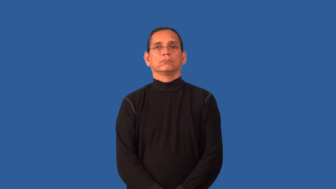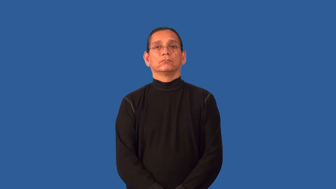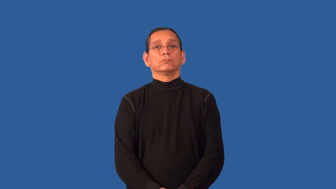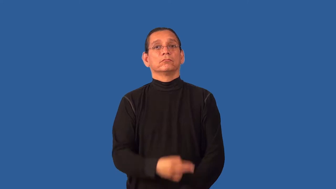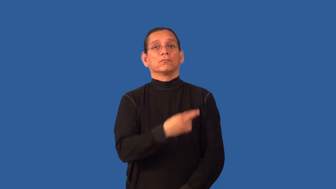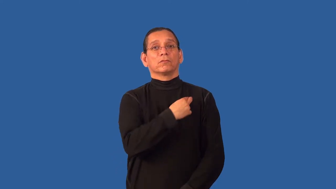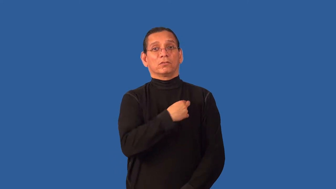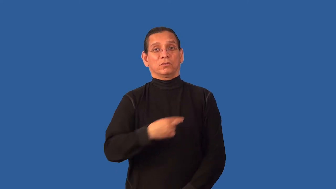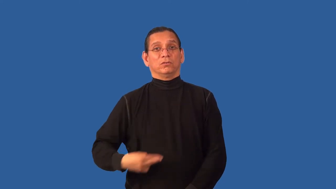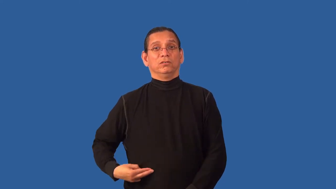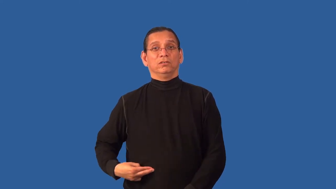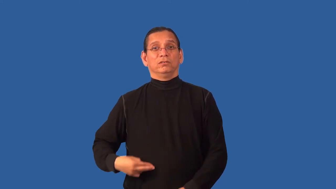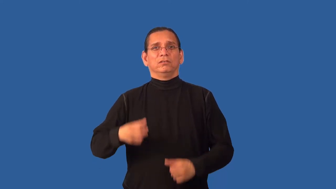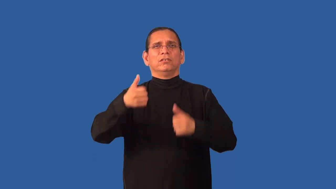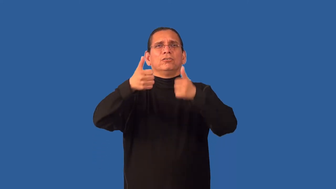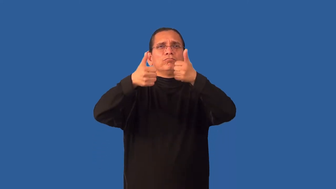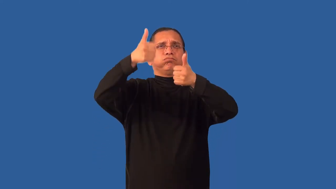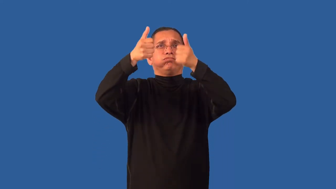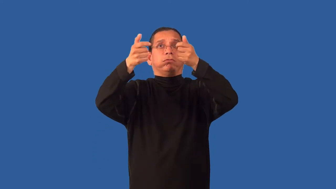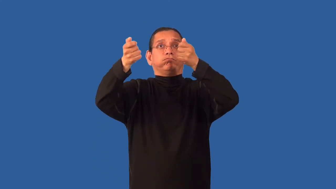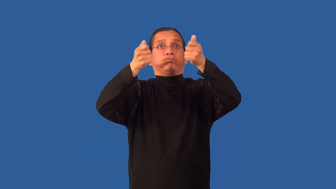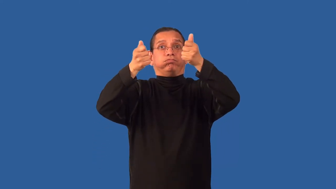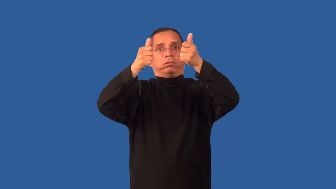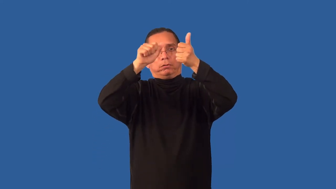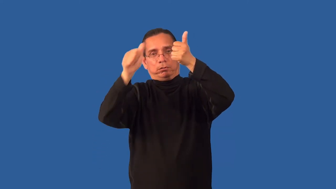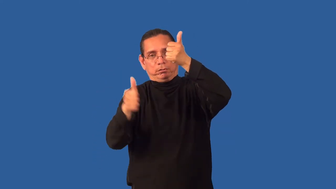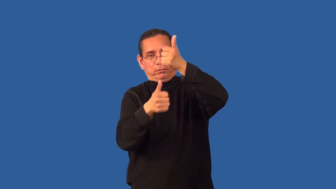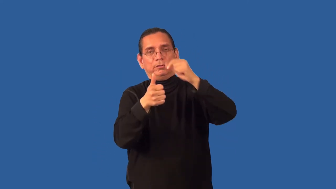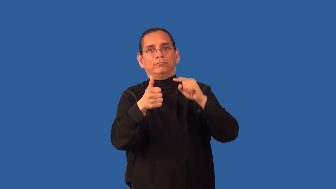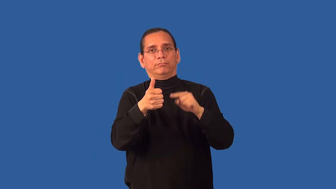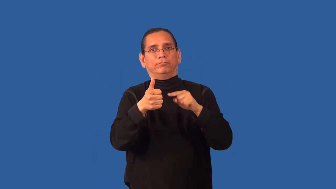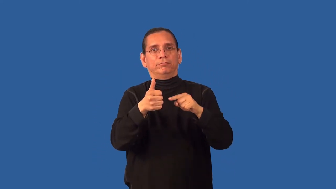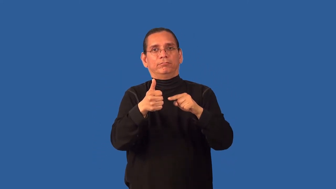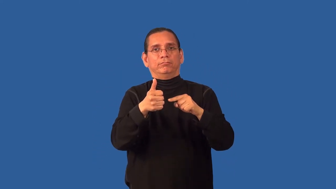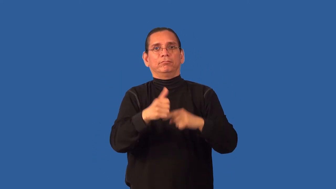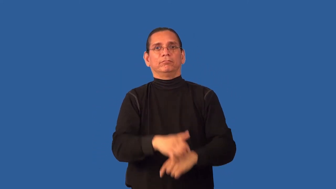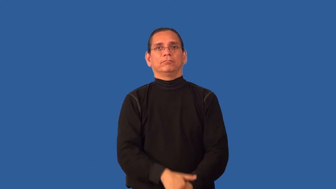baron